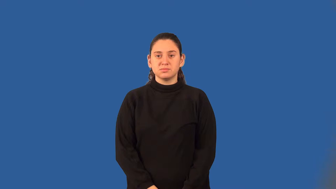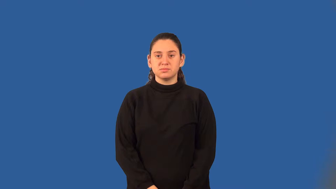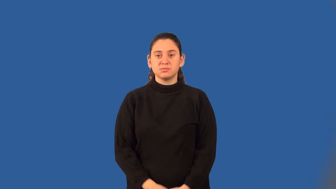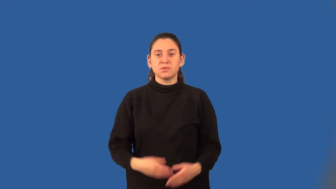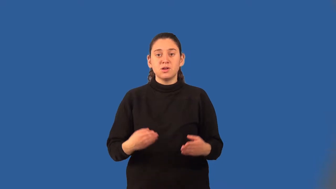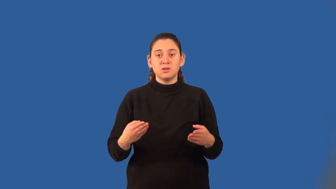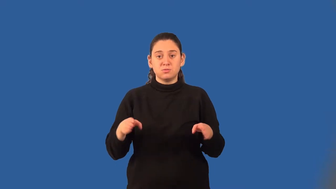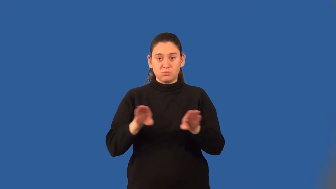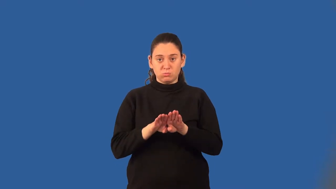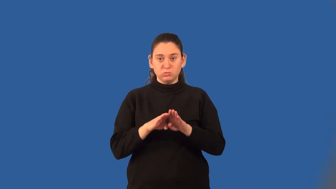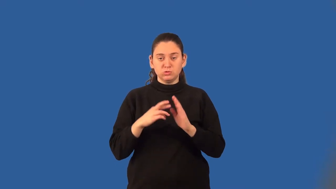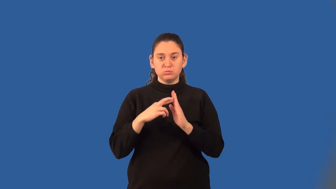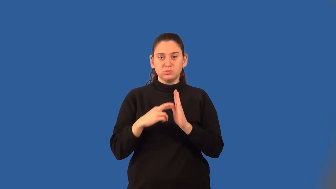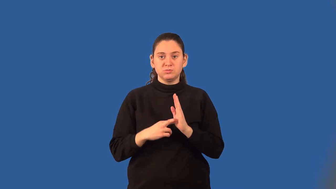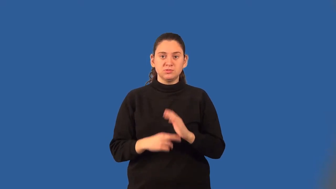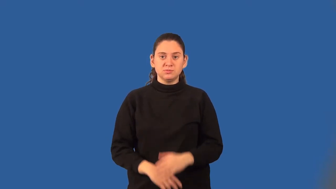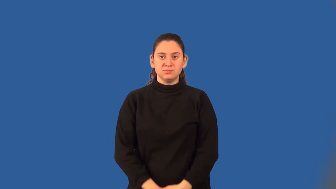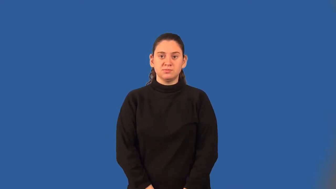closure property